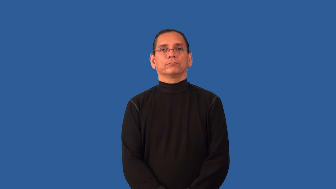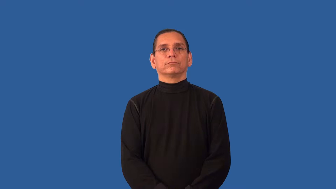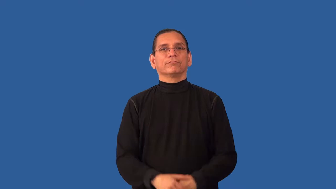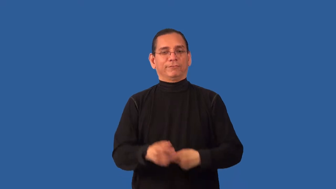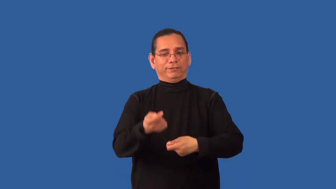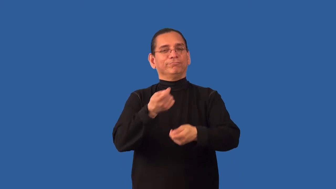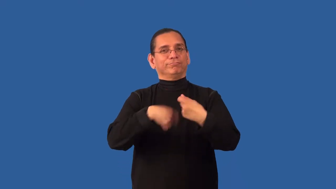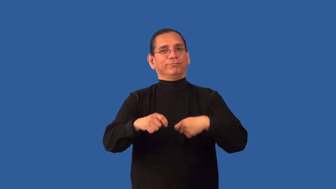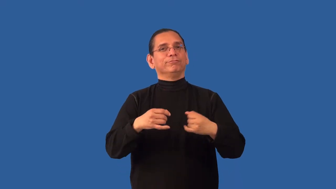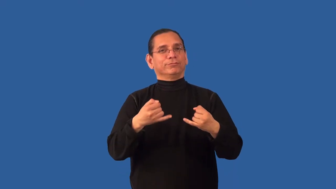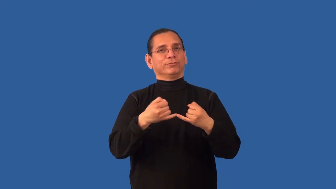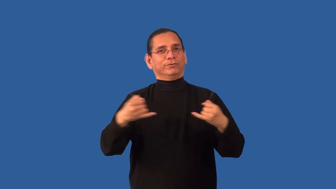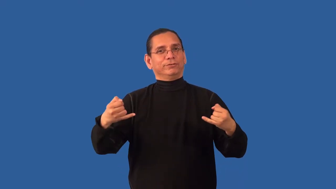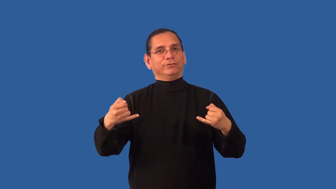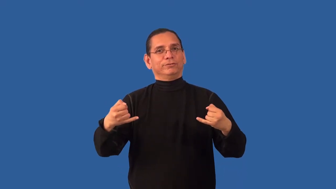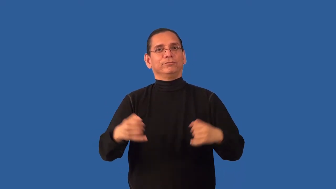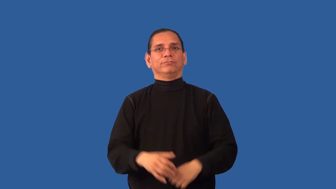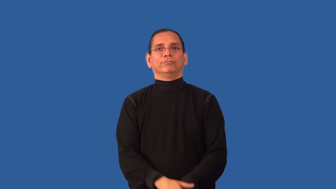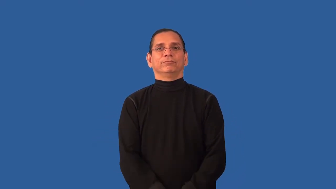rewire